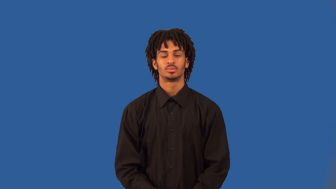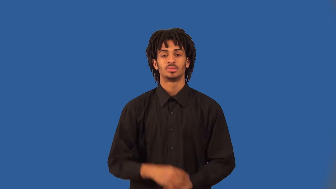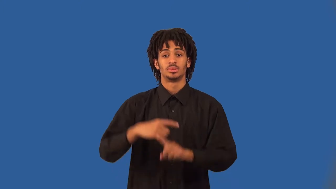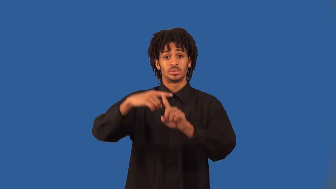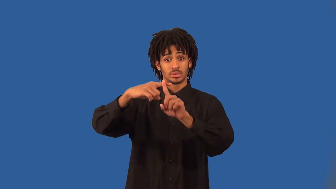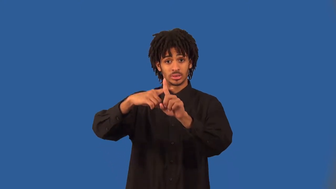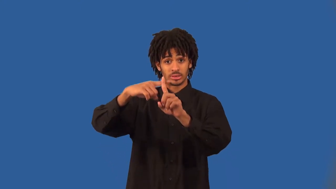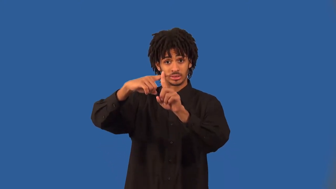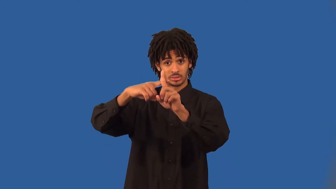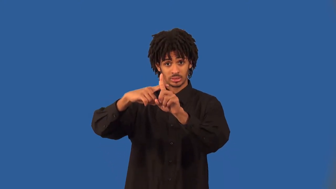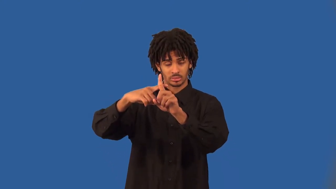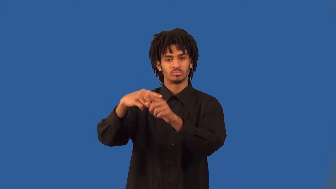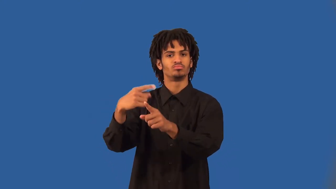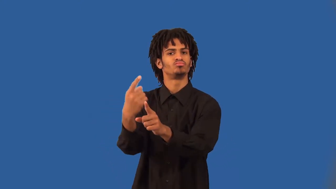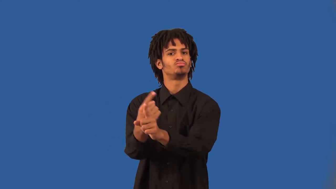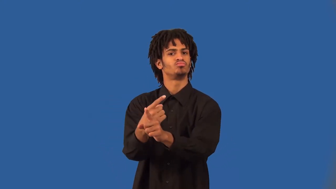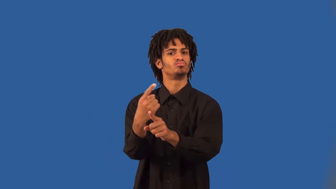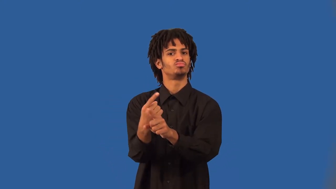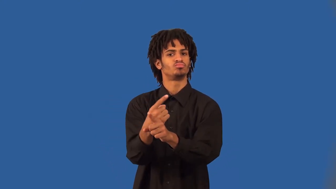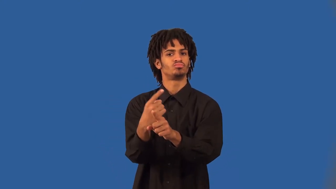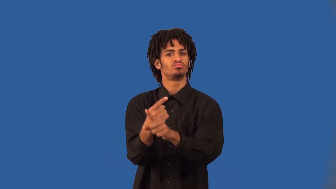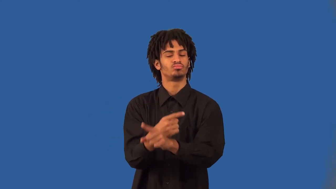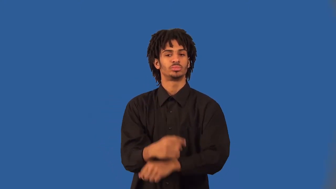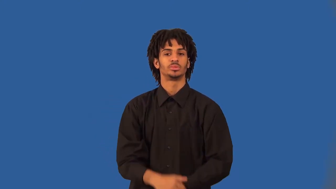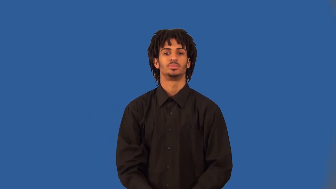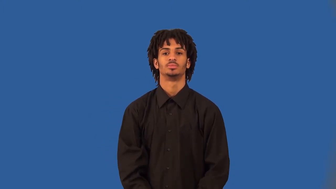temperate